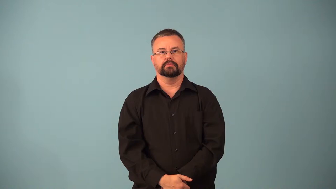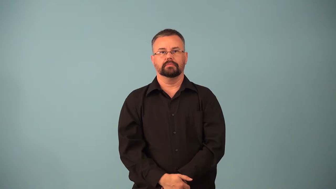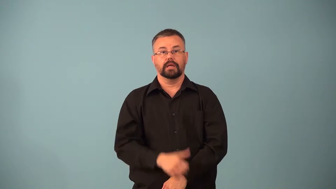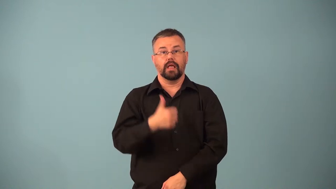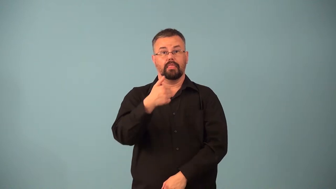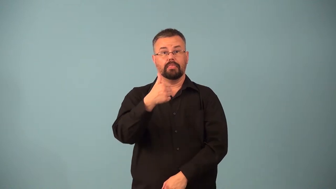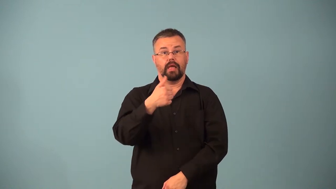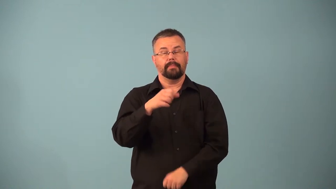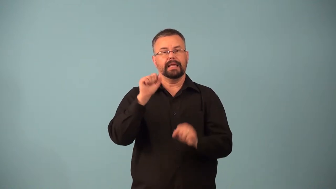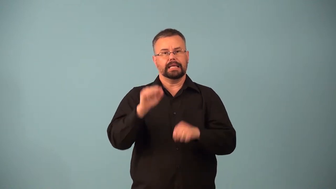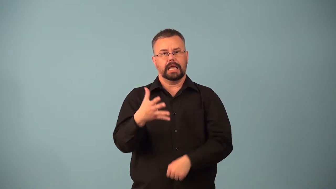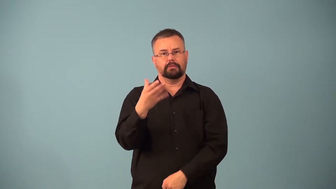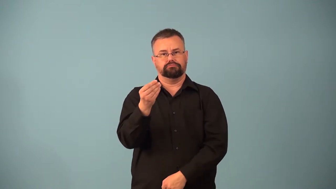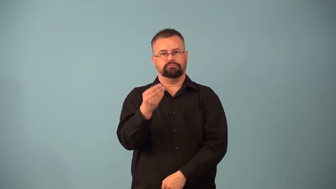opposable-thumb